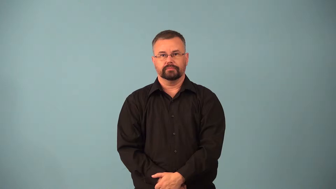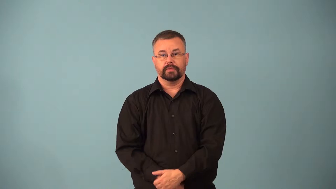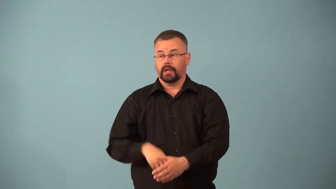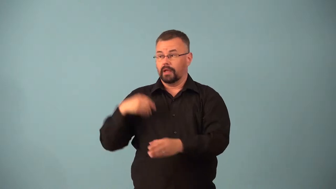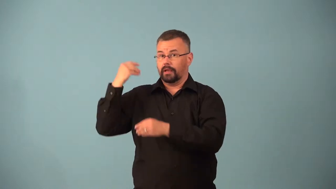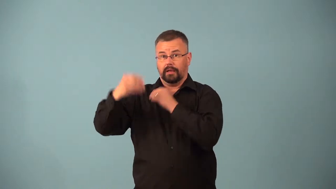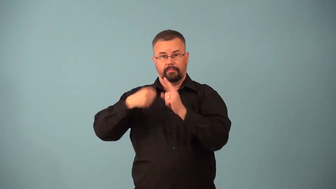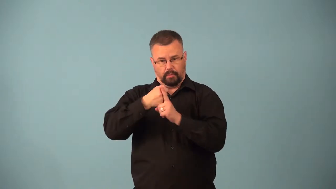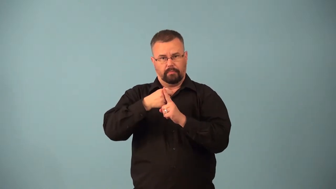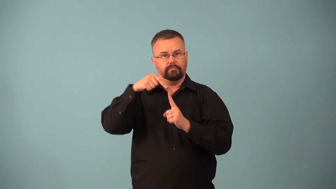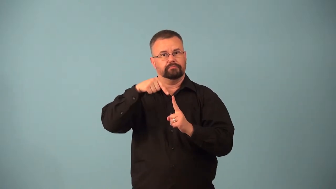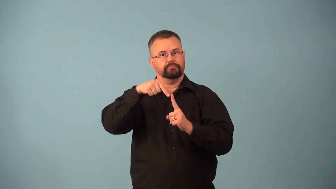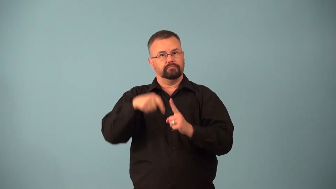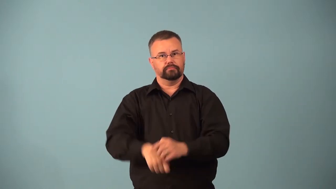atavist,atavisitc